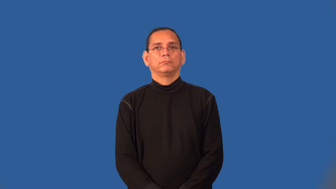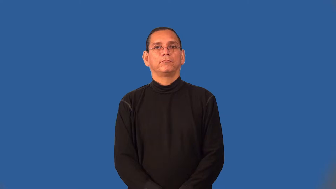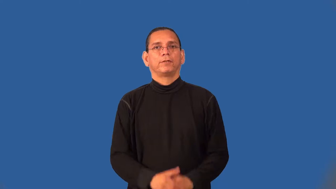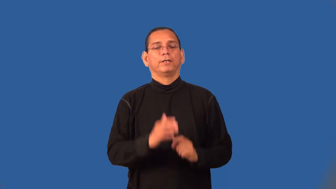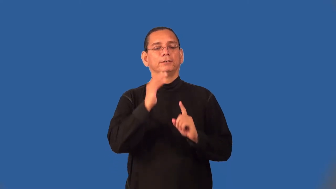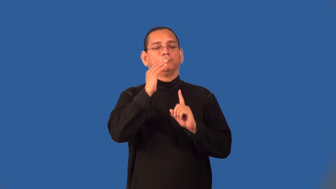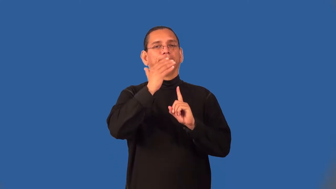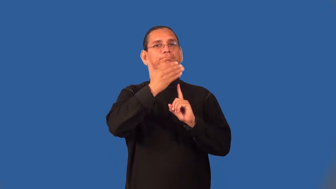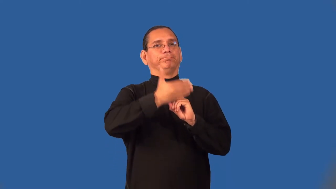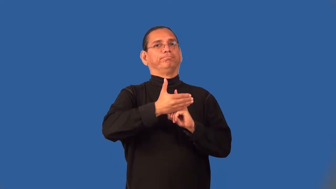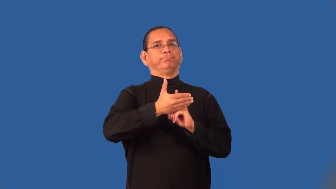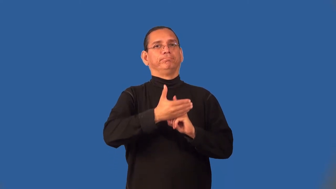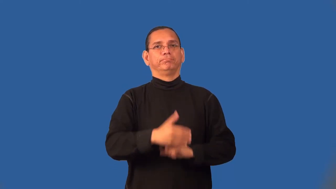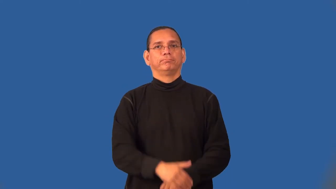semblance